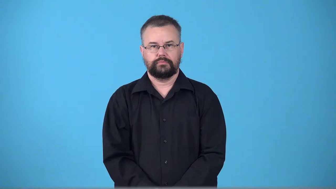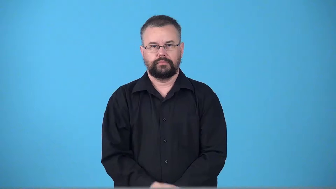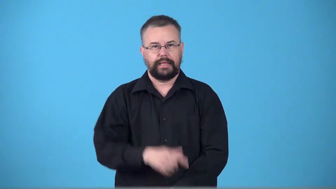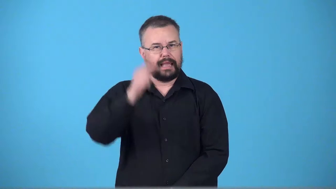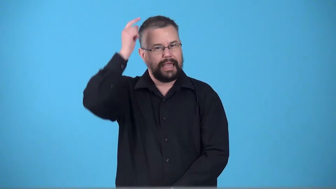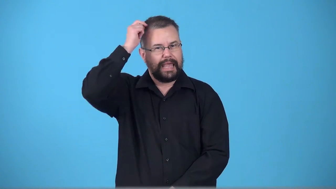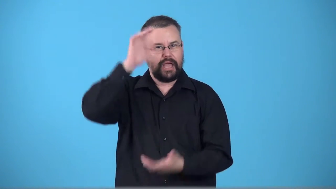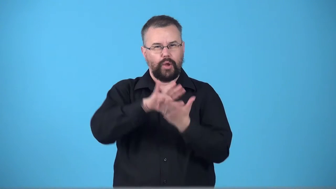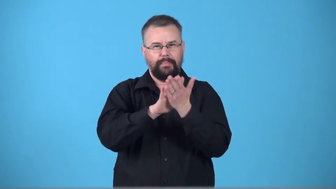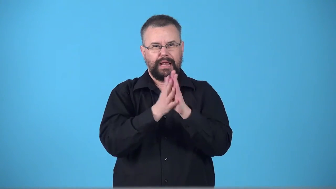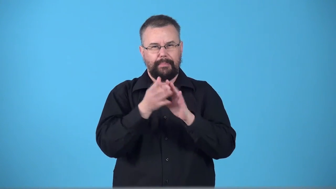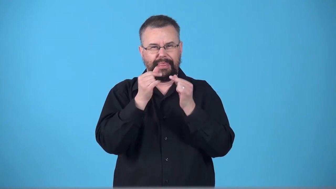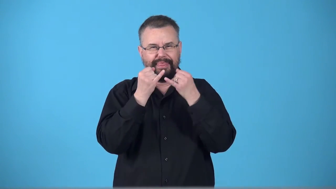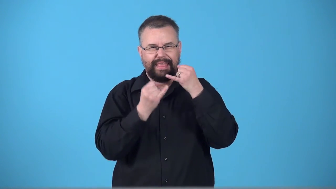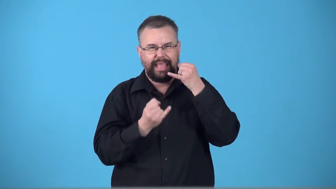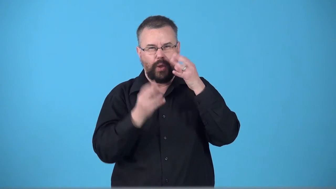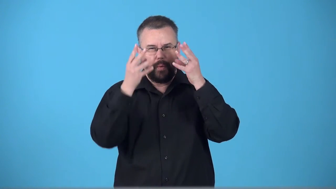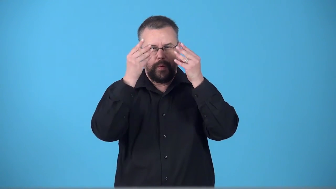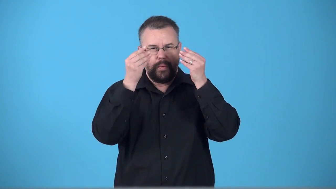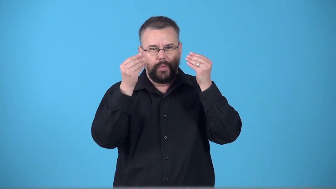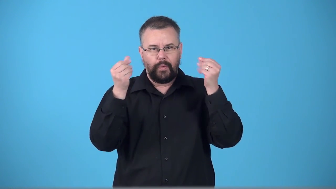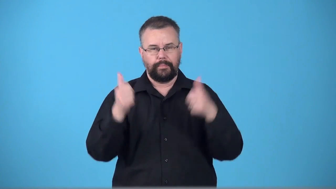thin-not much hair